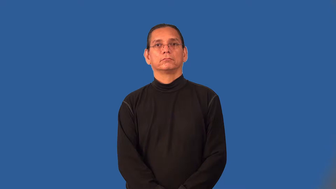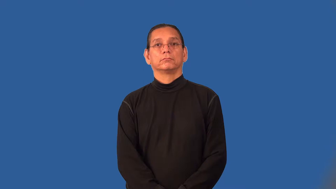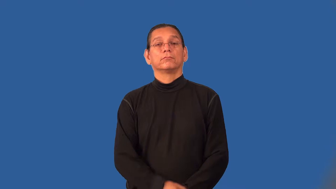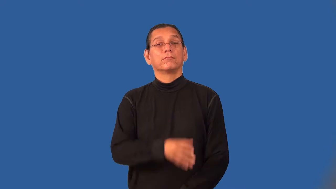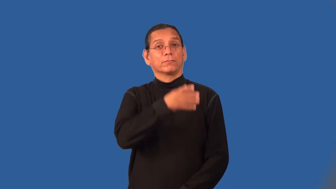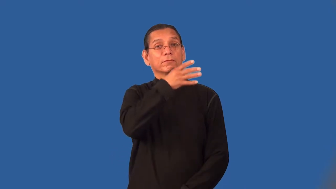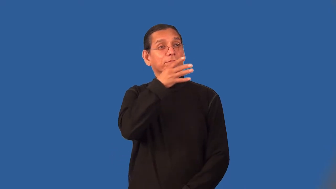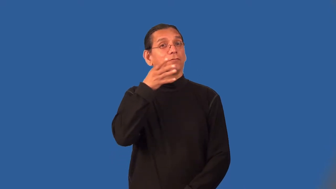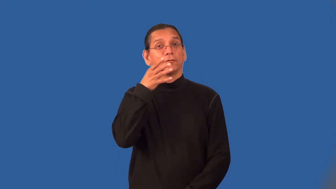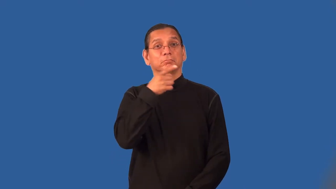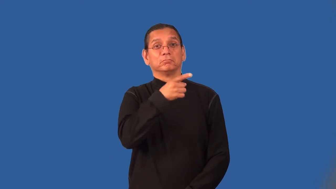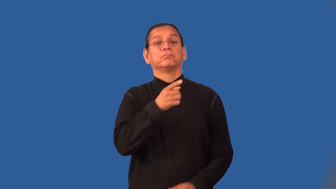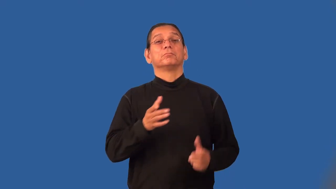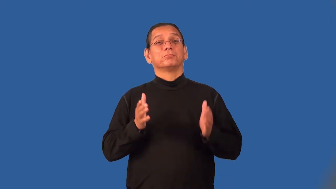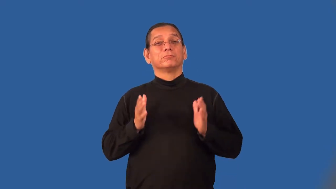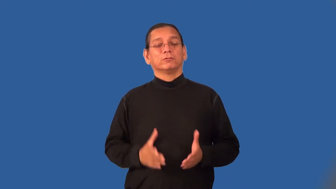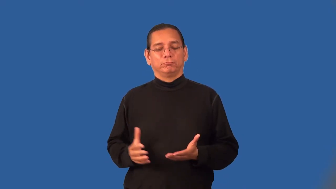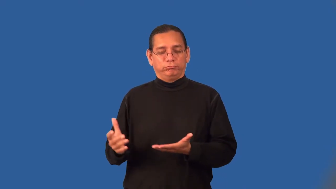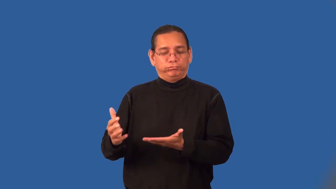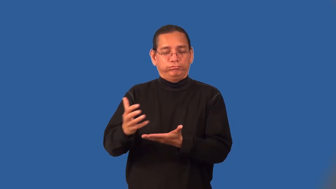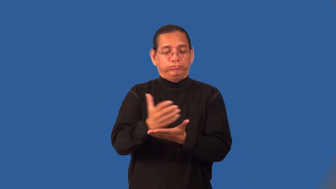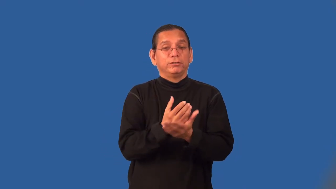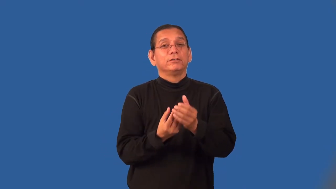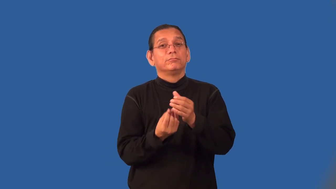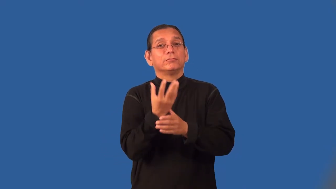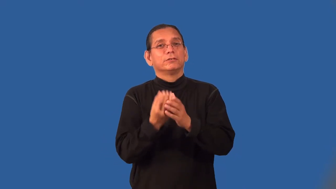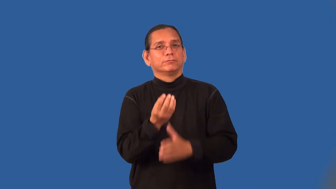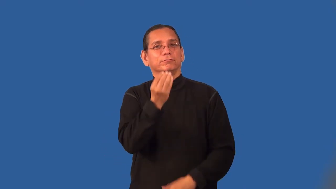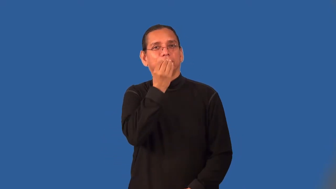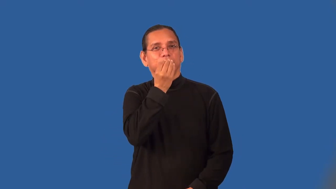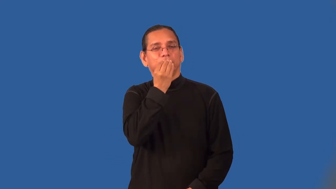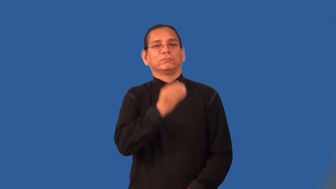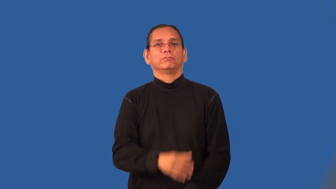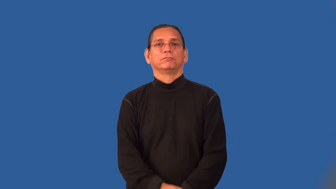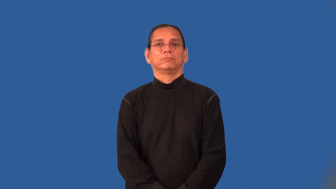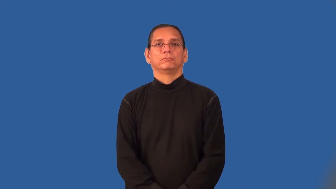picker